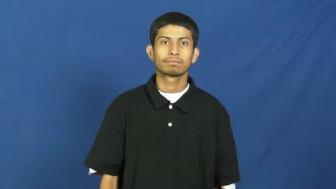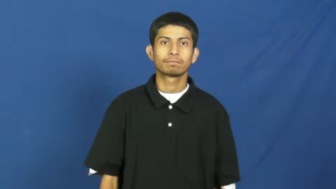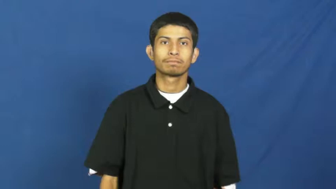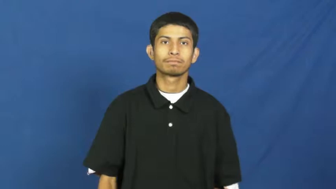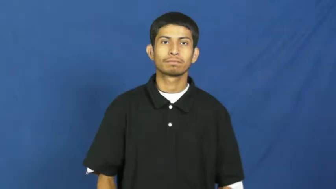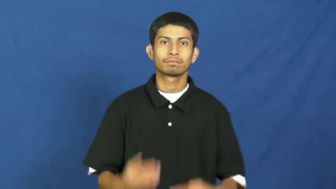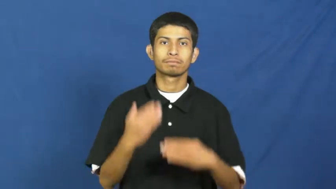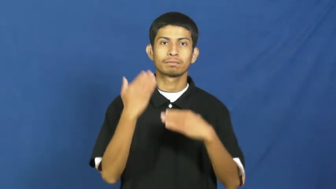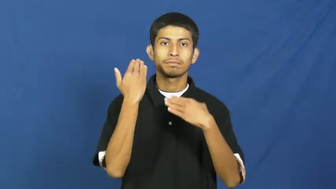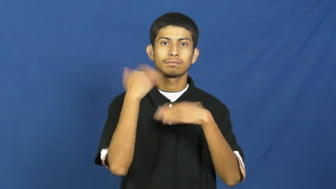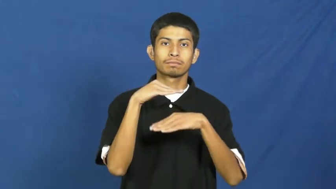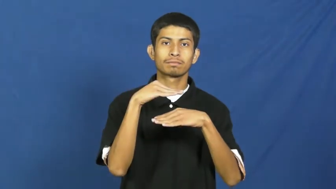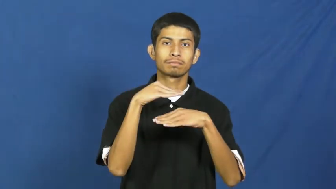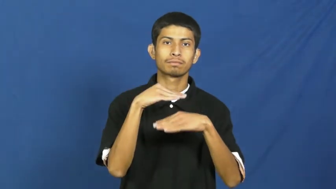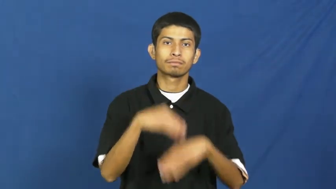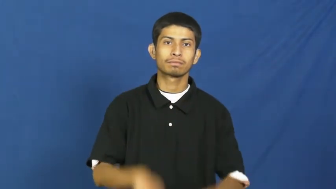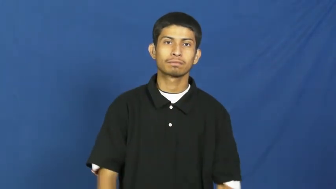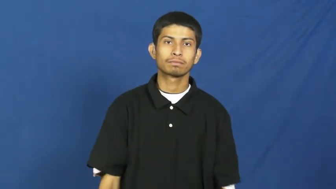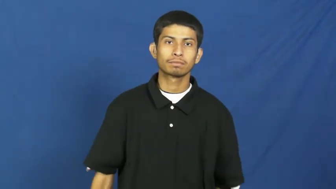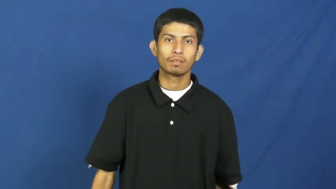cramp-limit